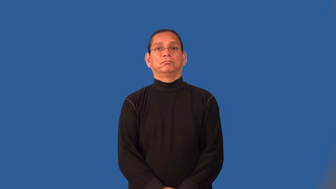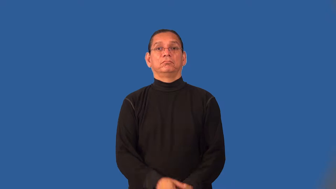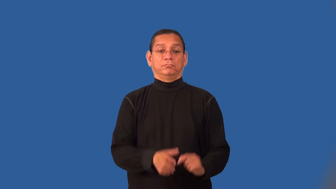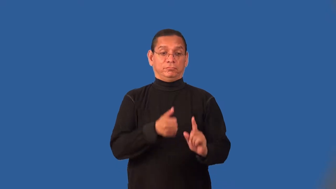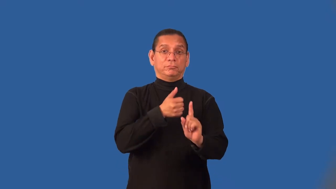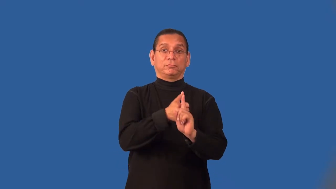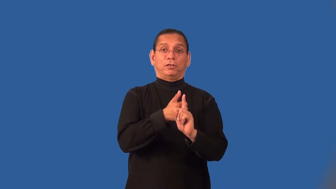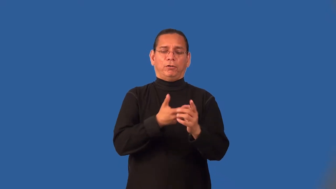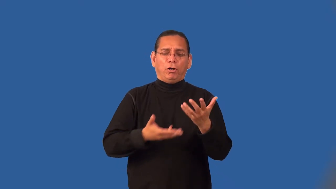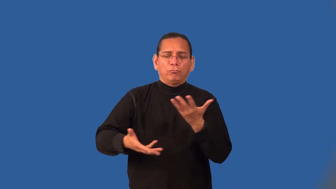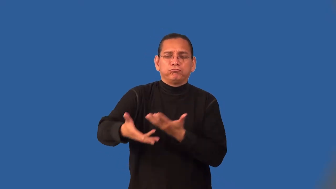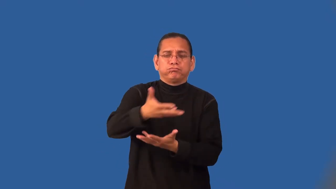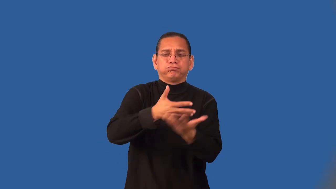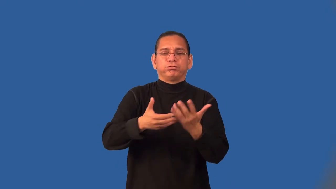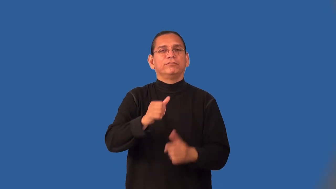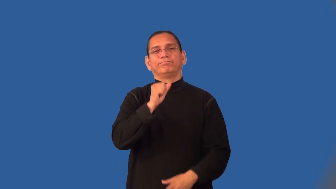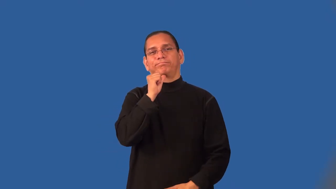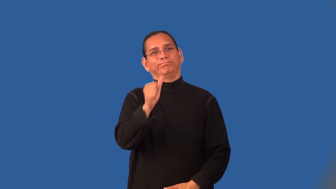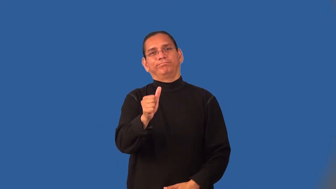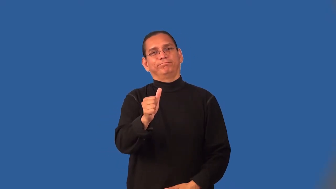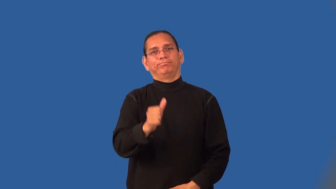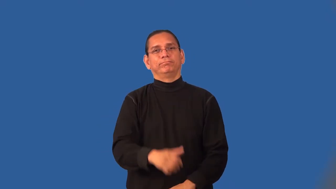misanthrope